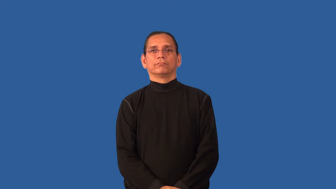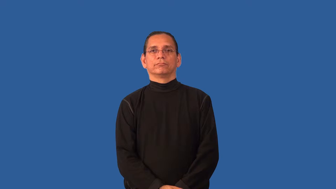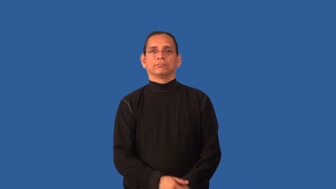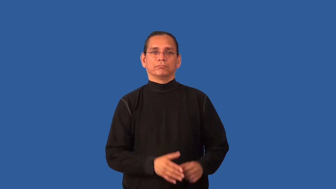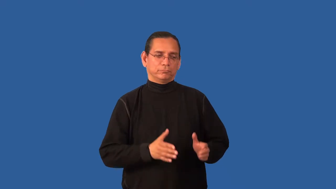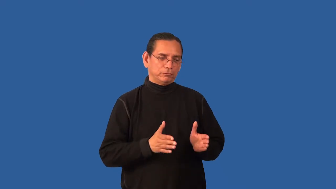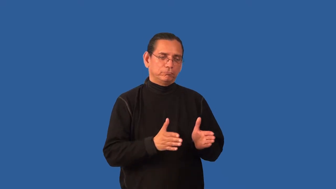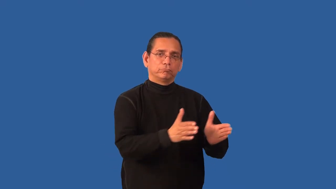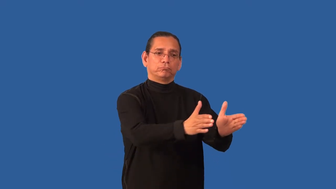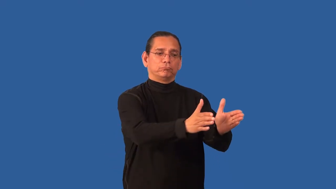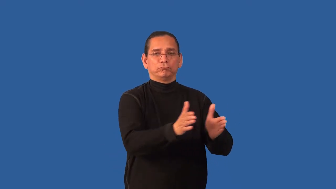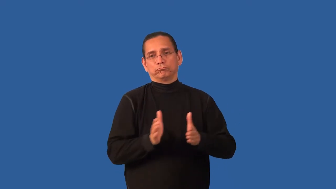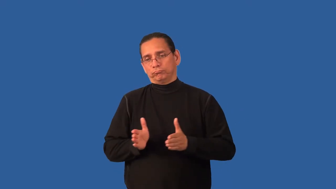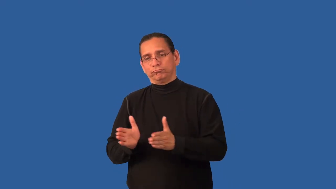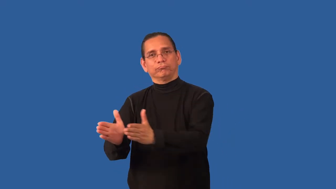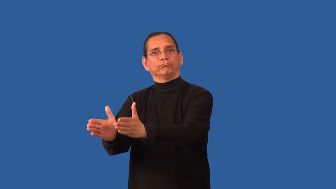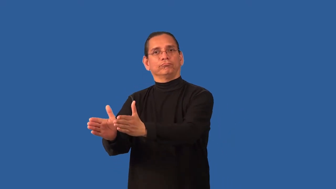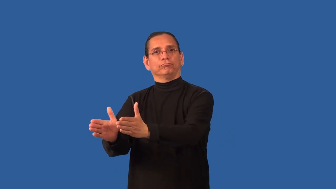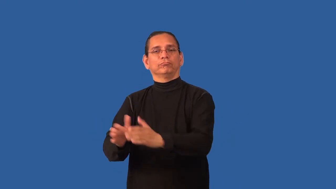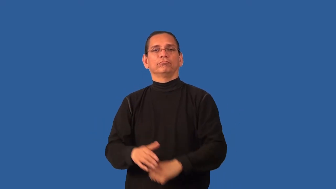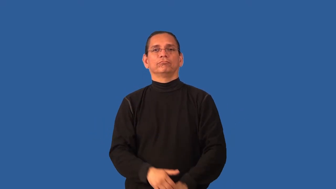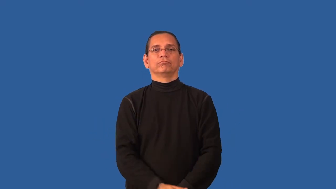bidirectional